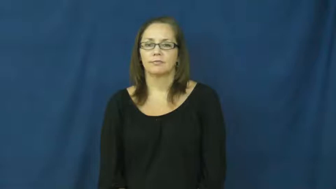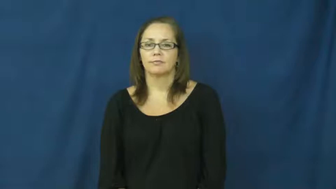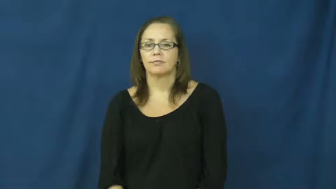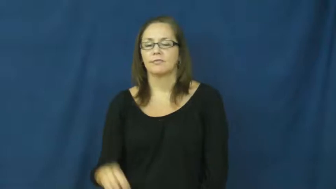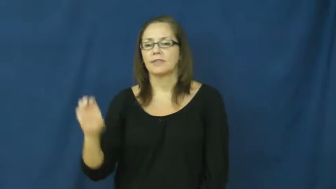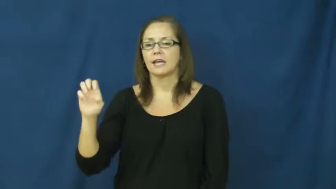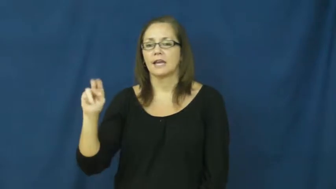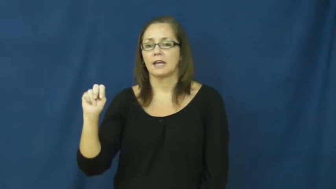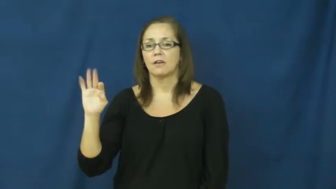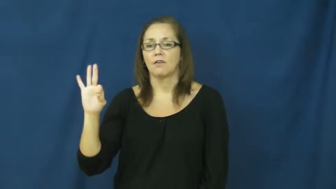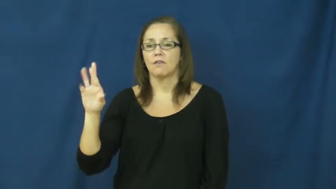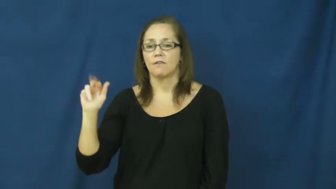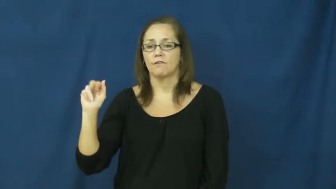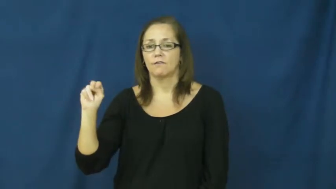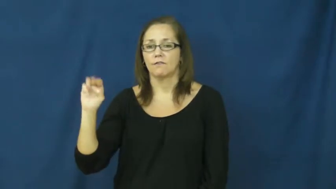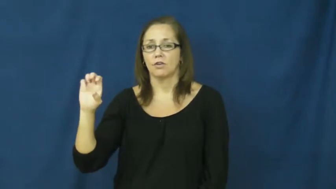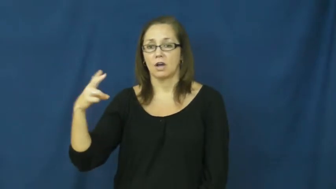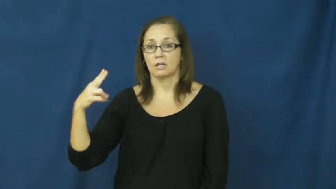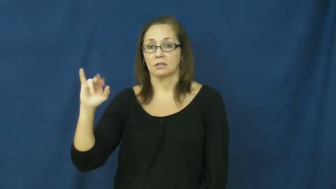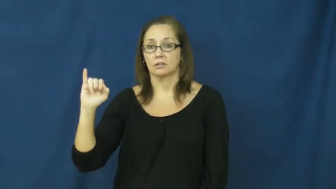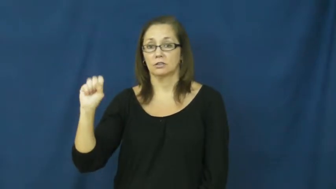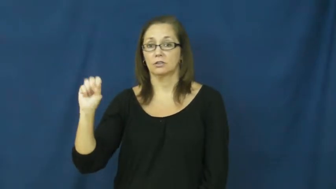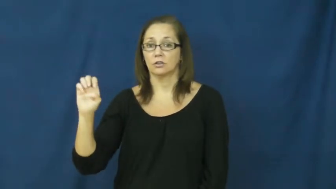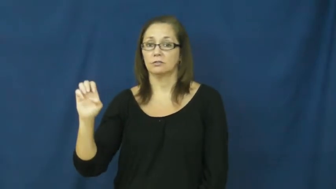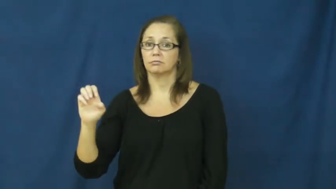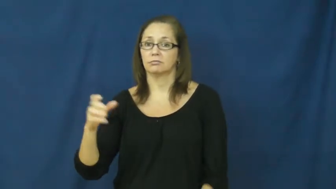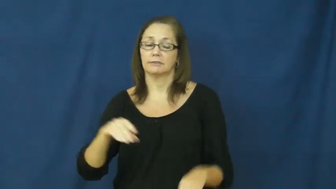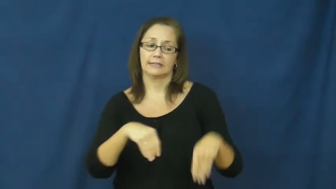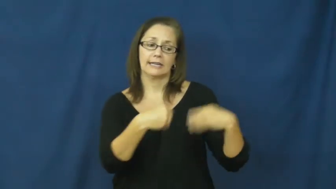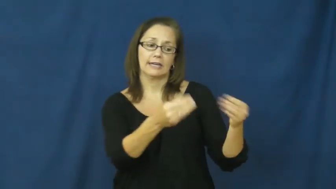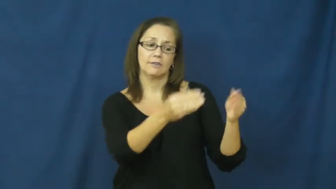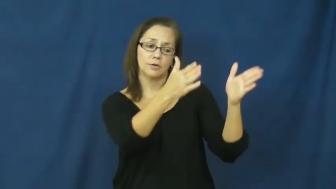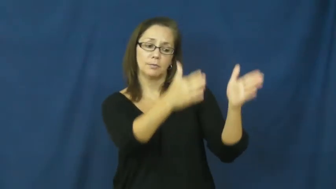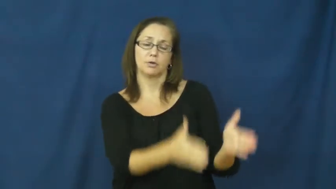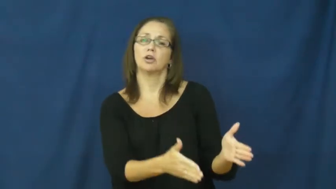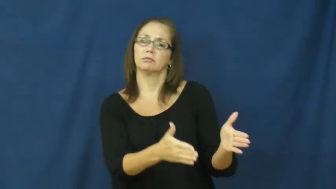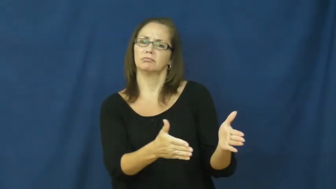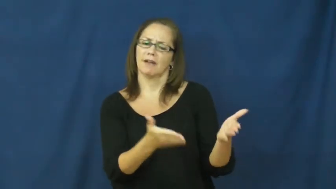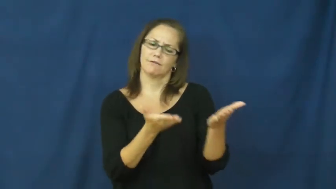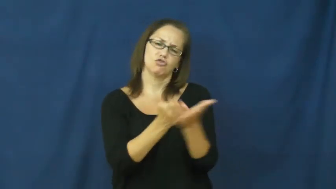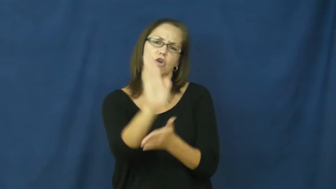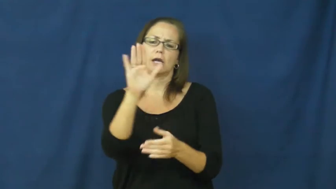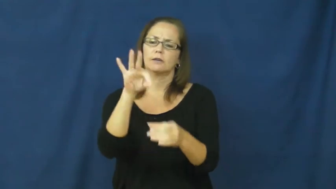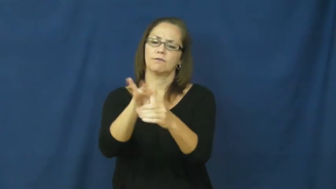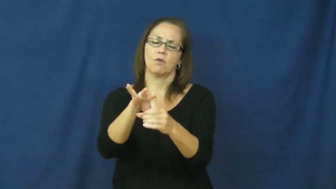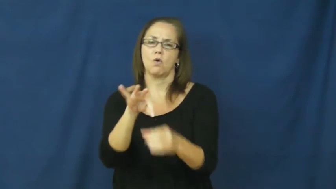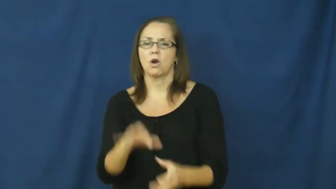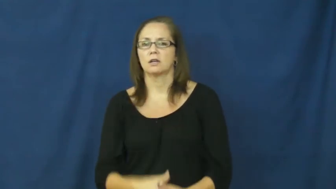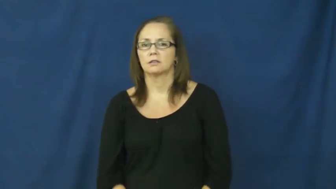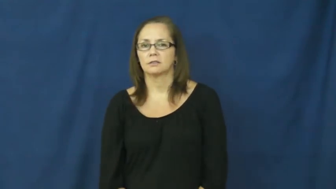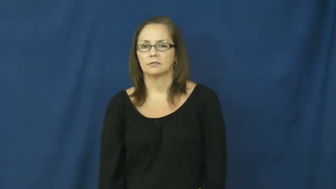enfranchise